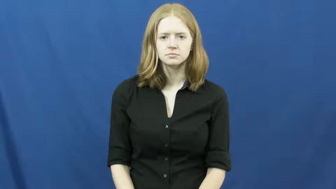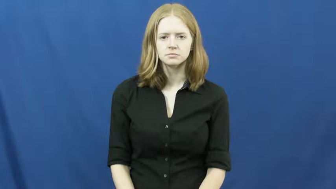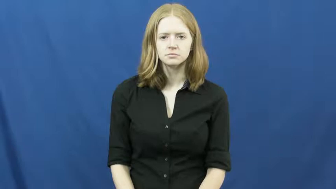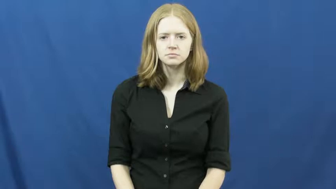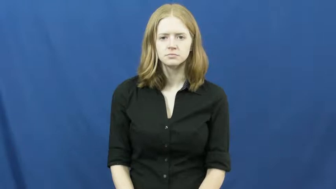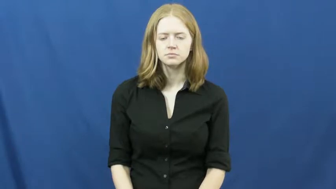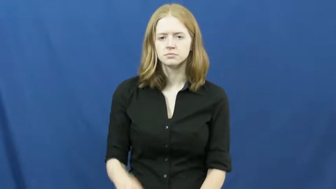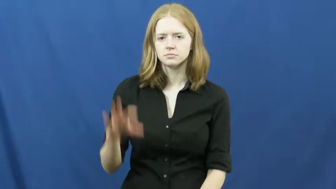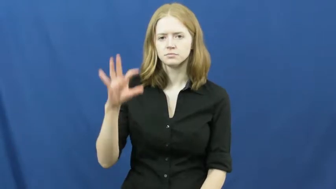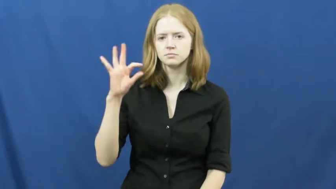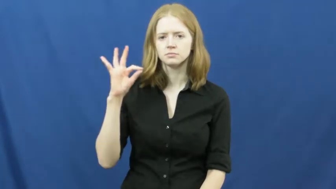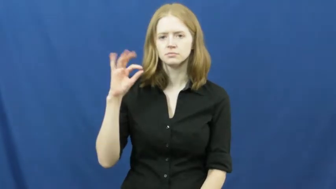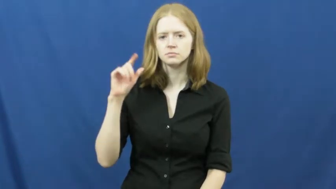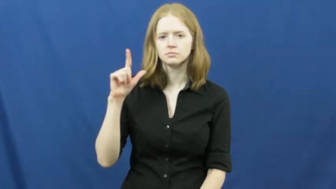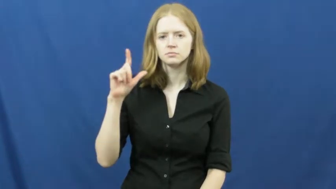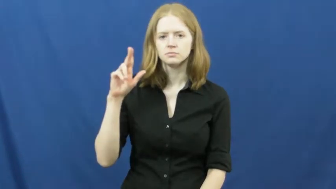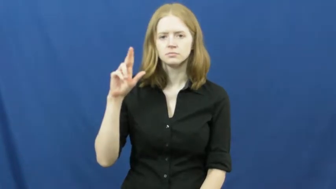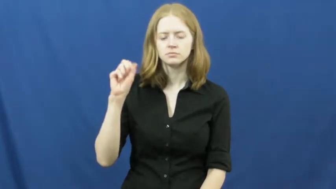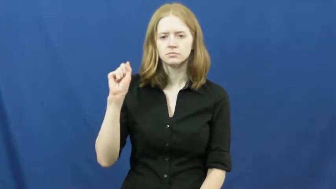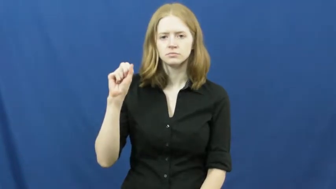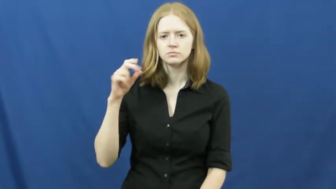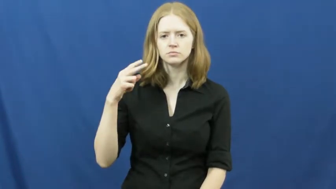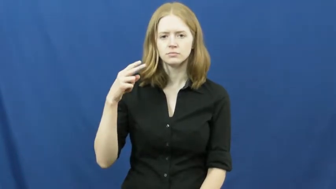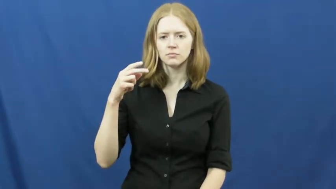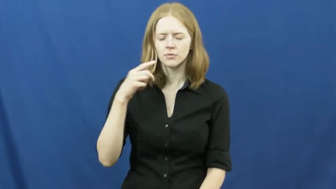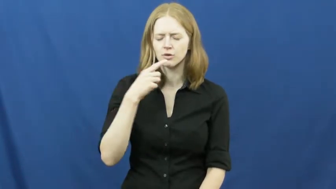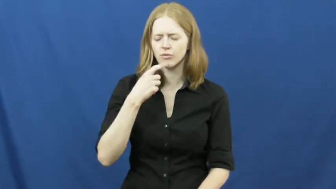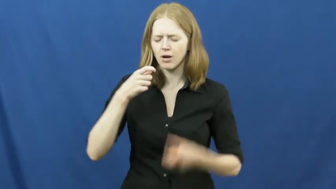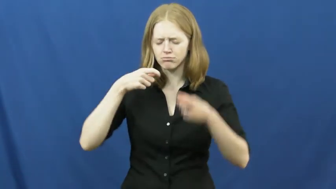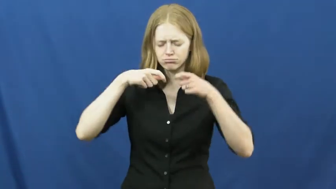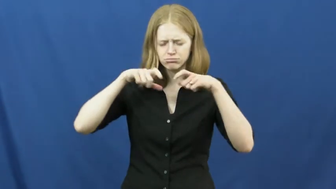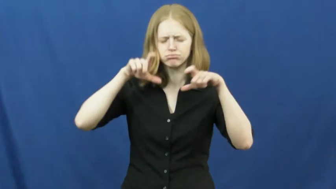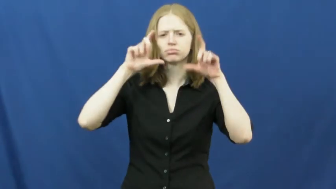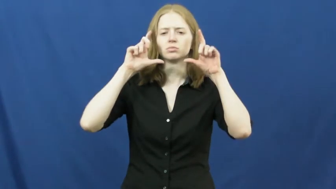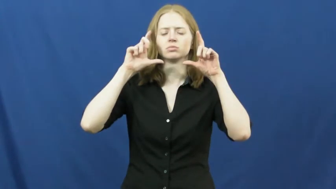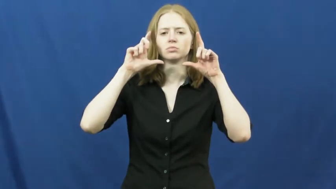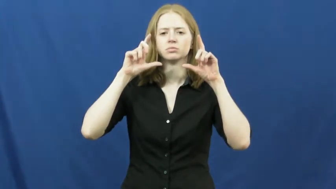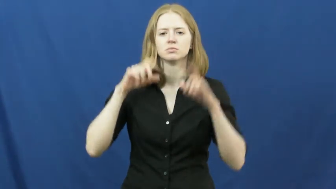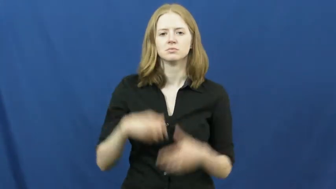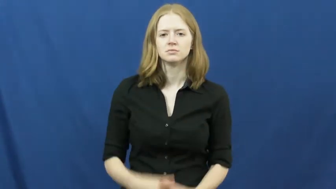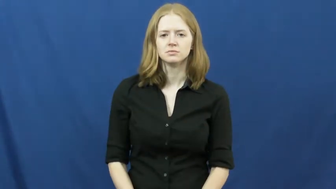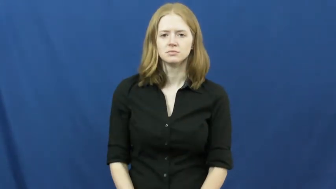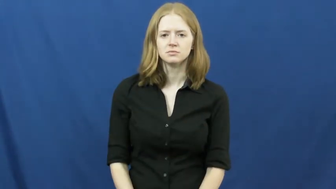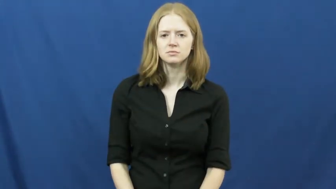flush-face